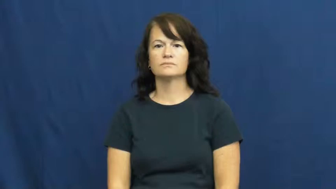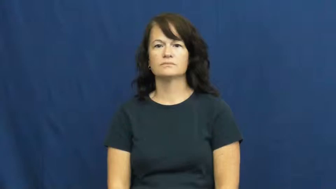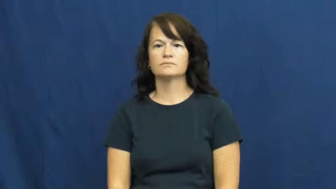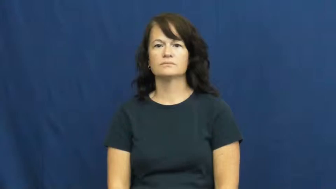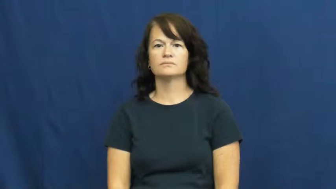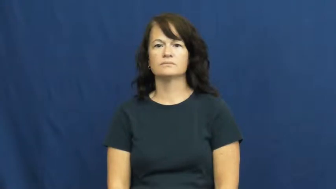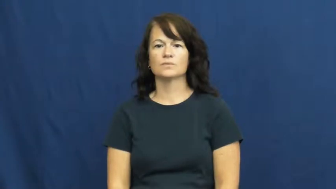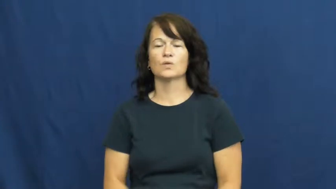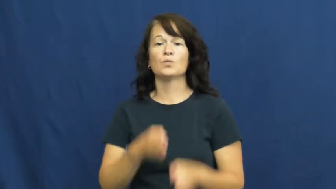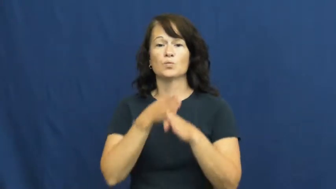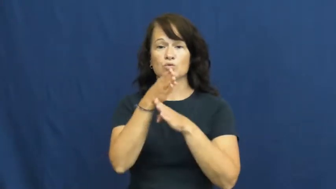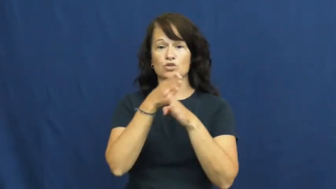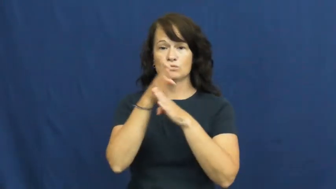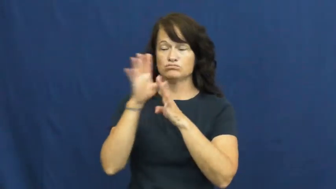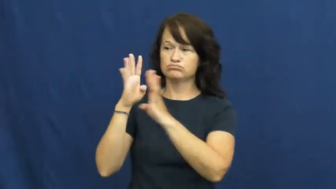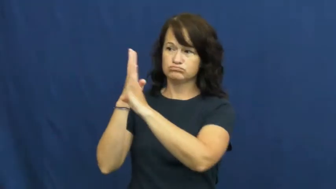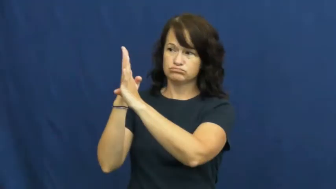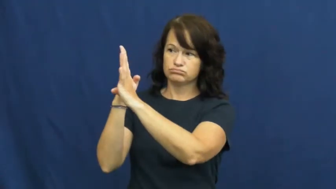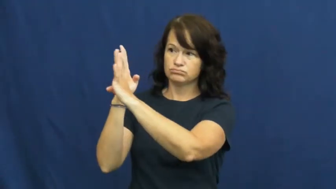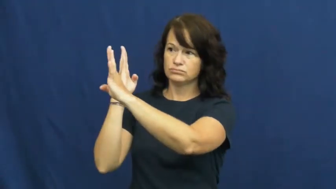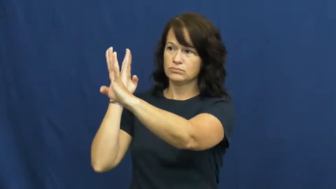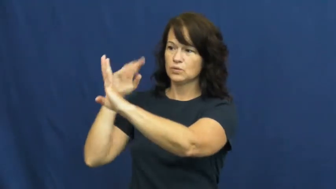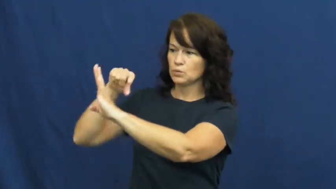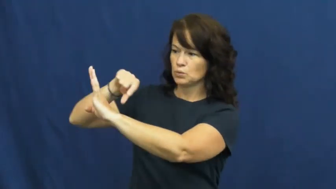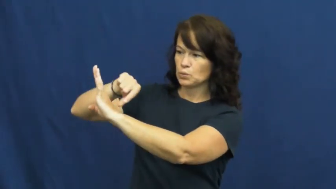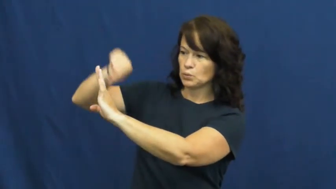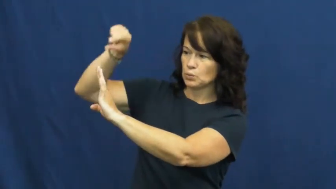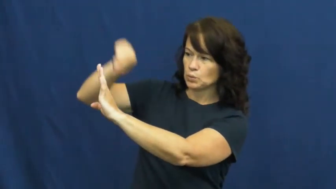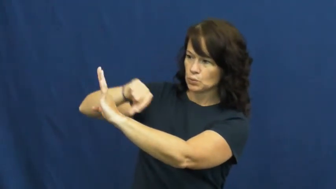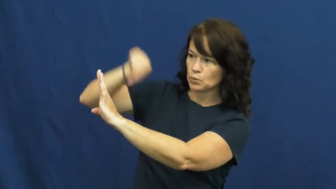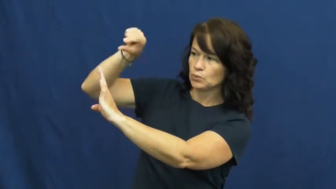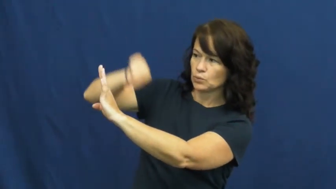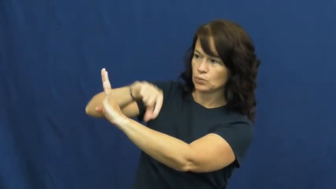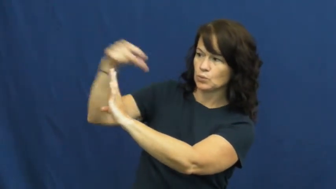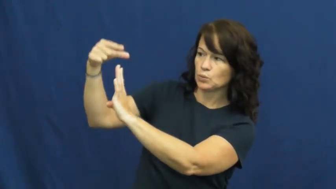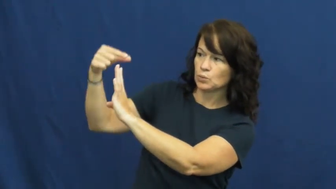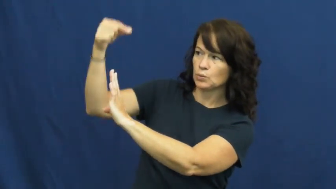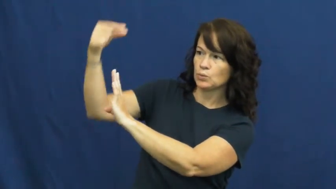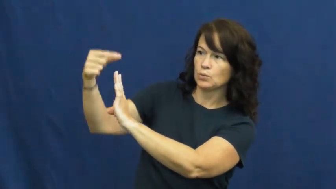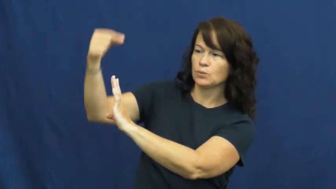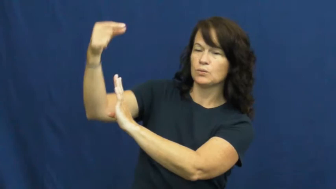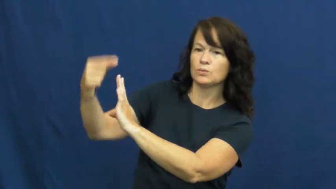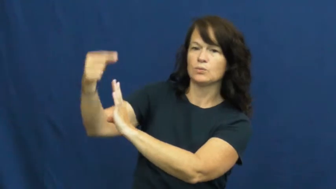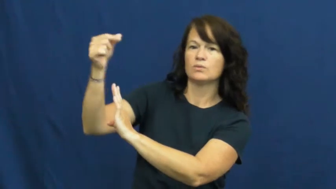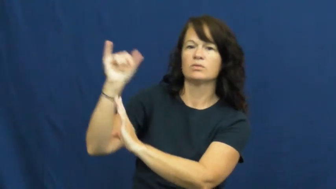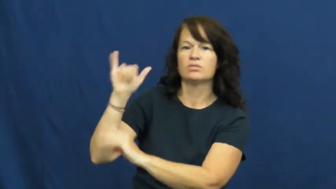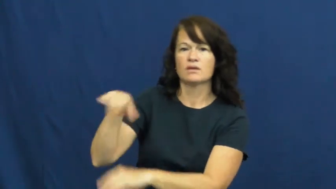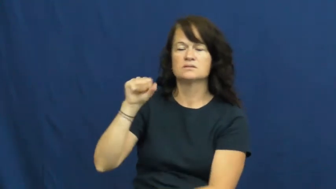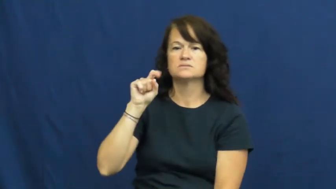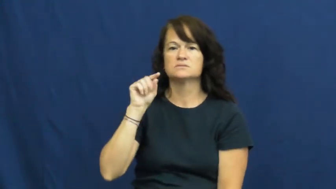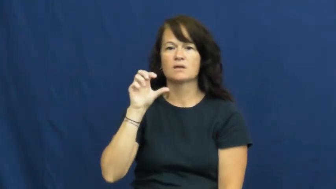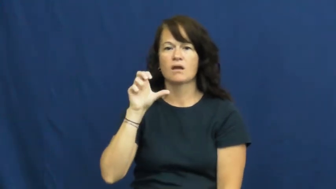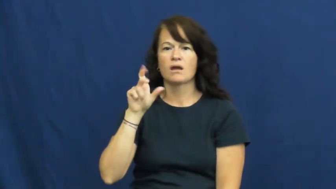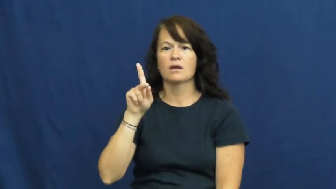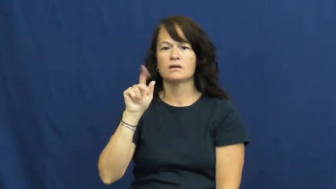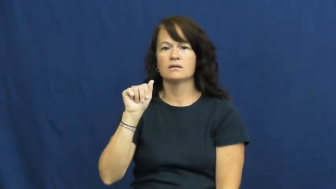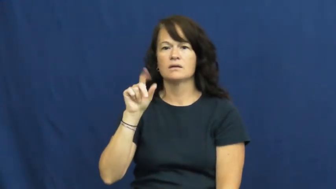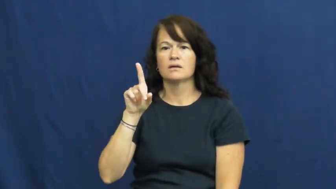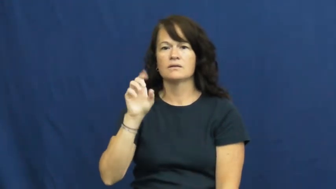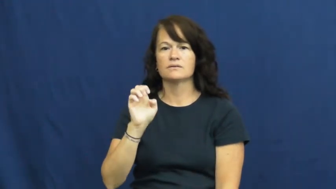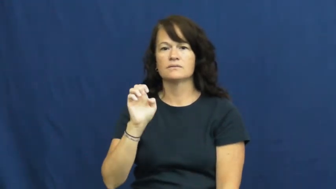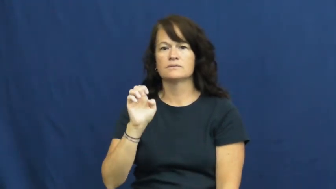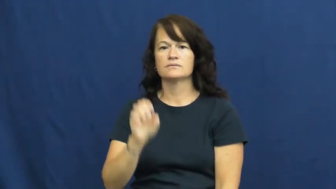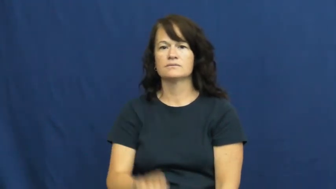stockade-fence